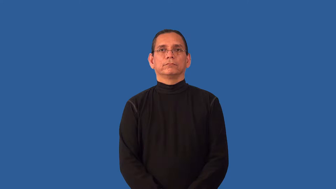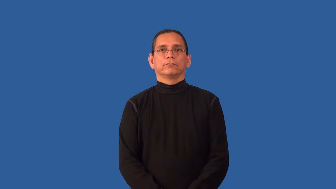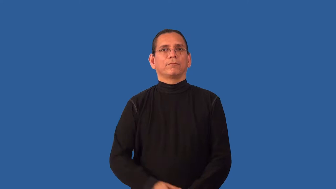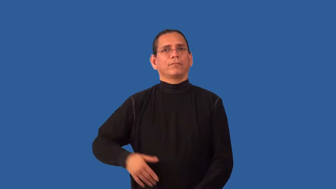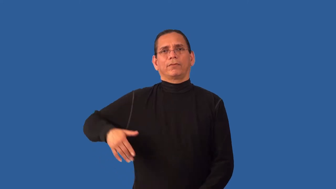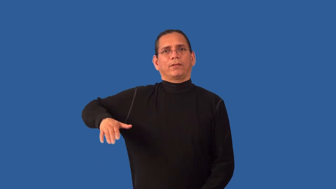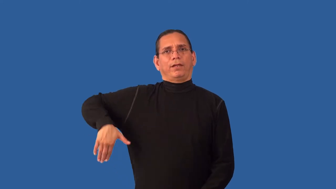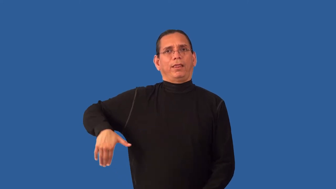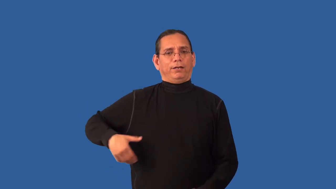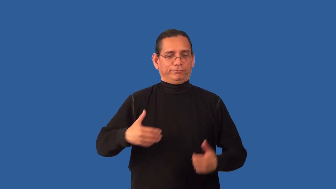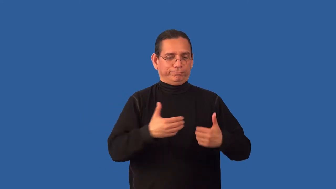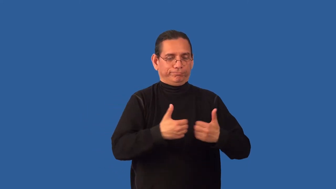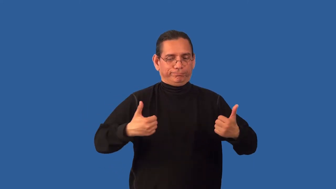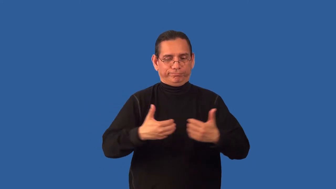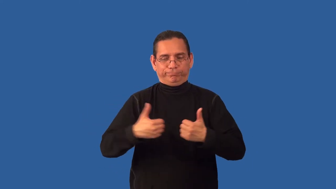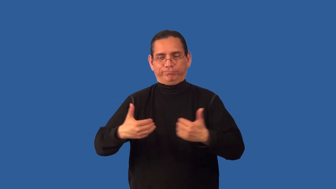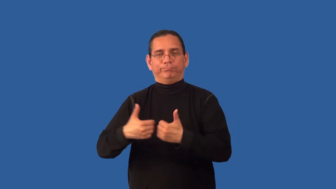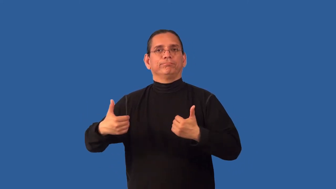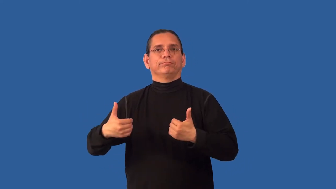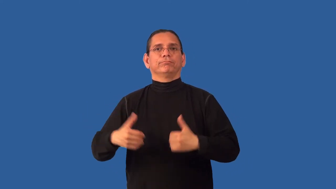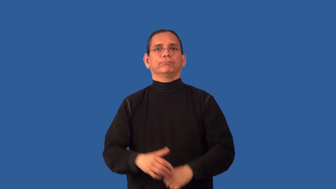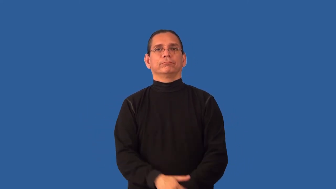unsorted